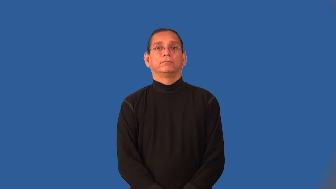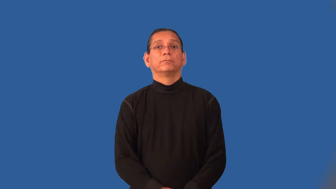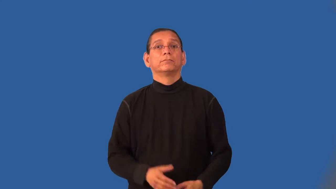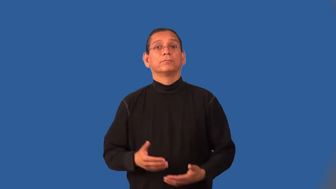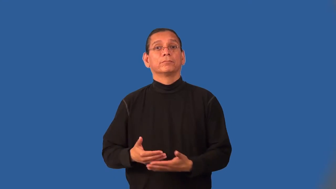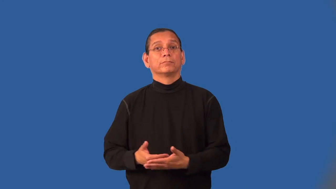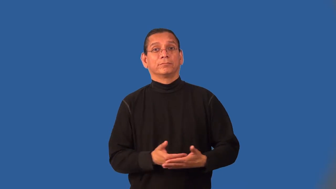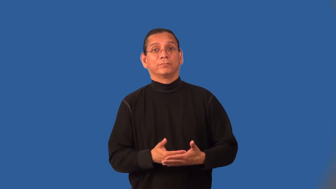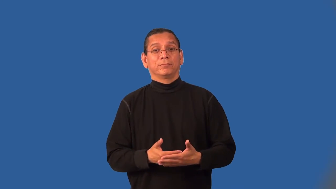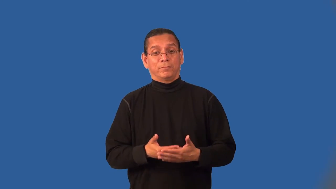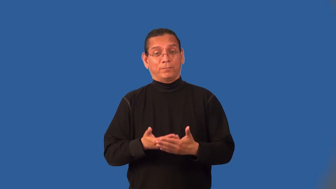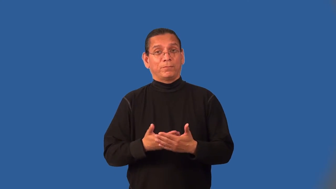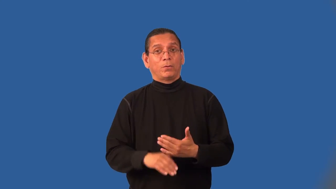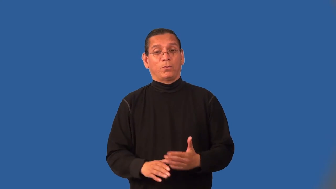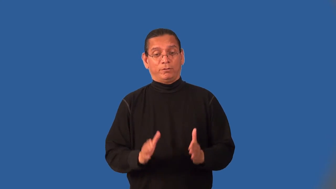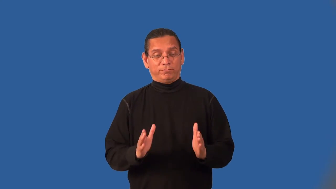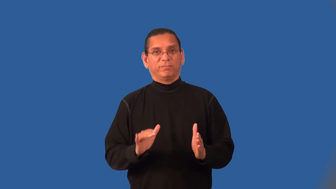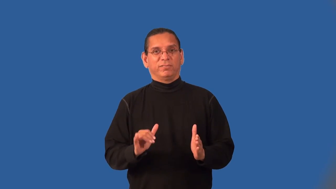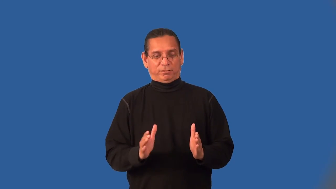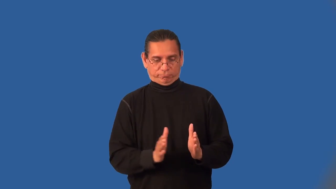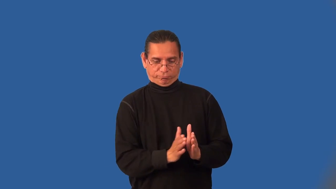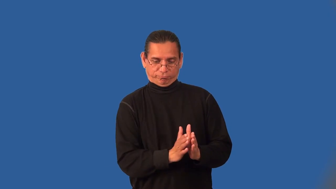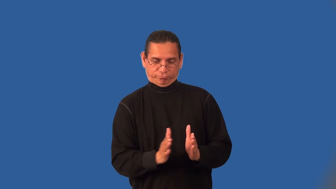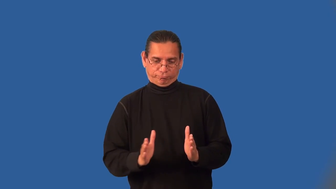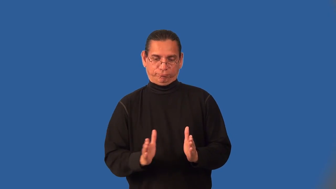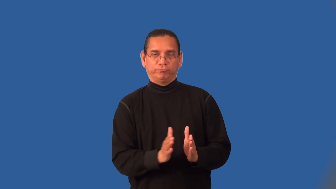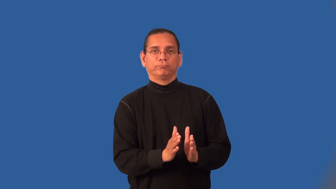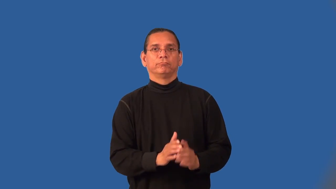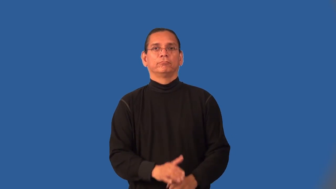infancy